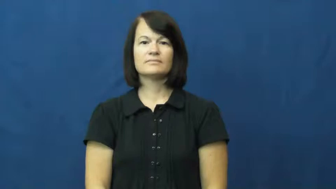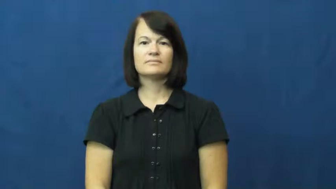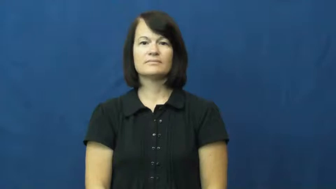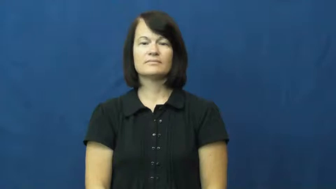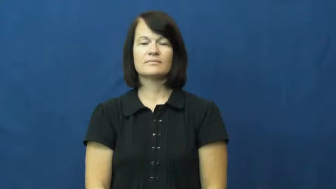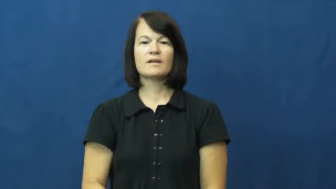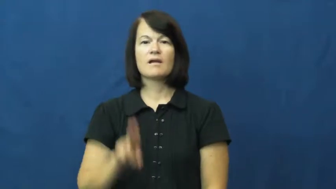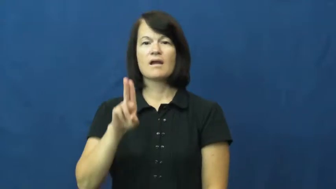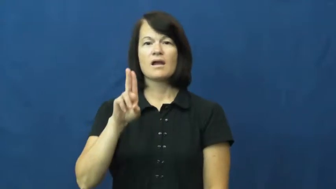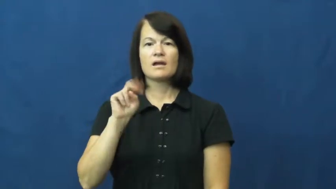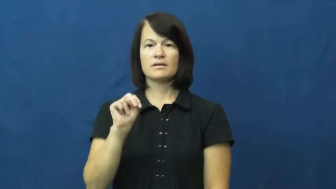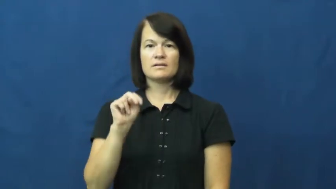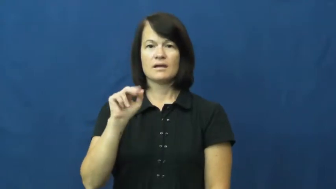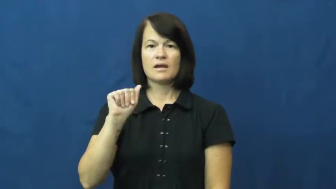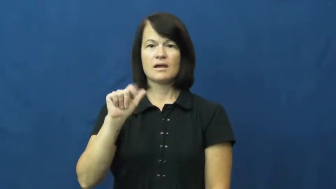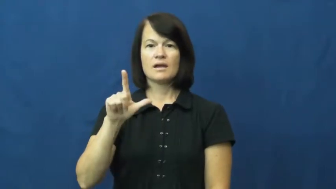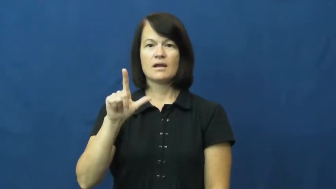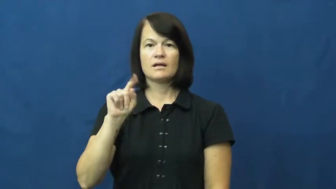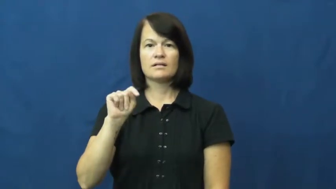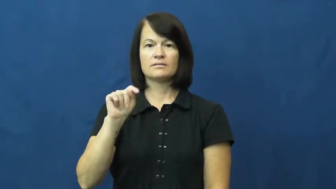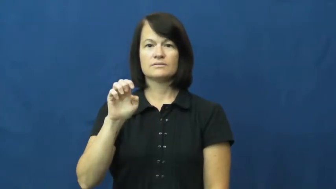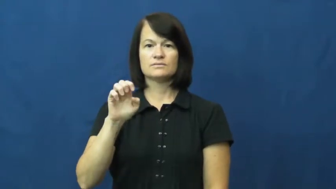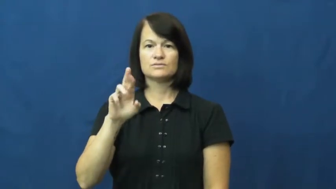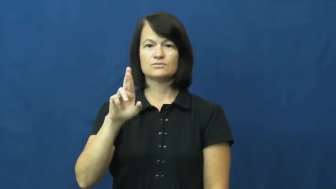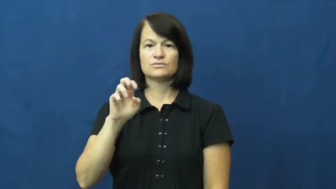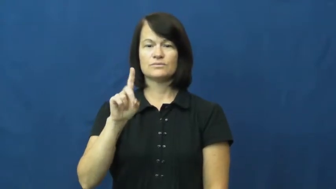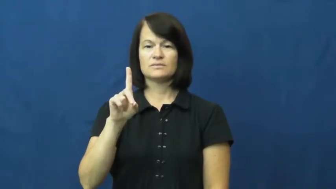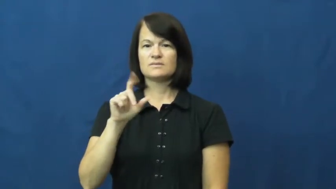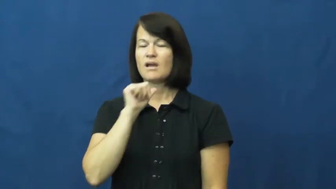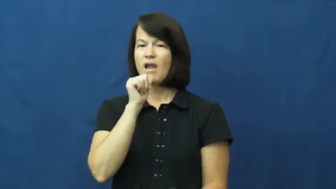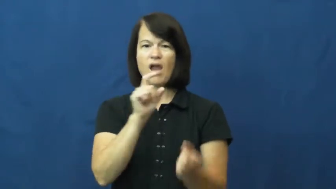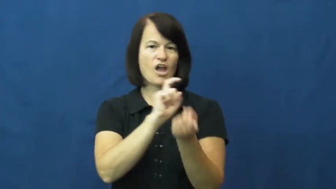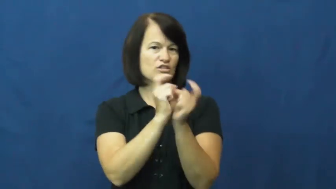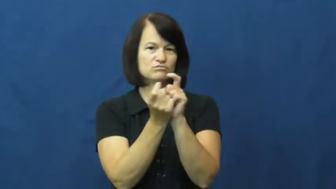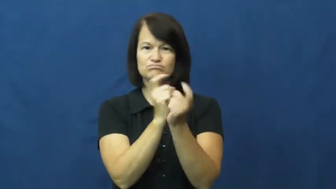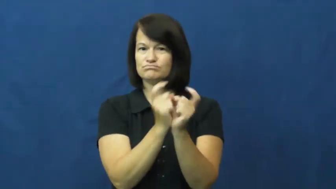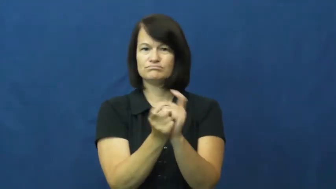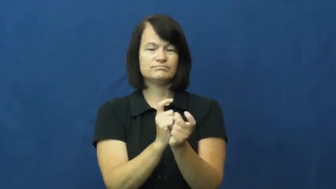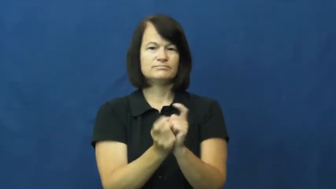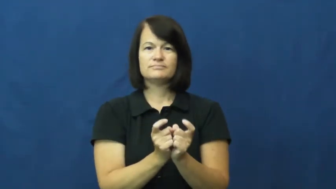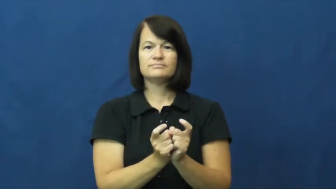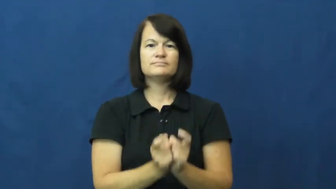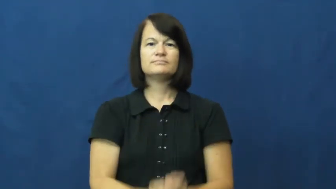unaltered